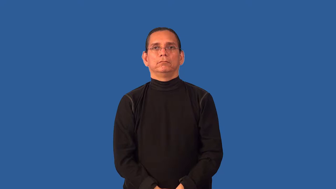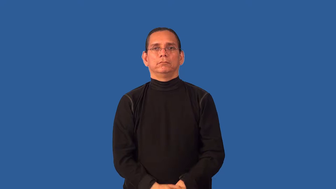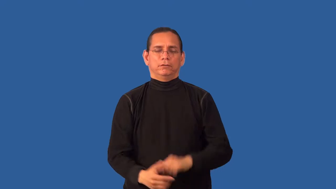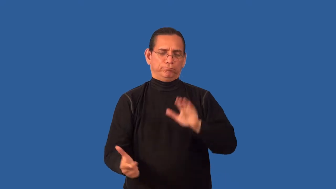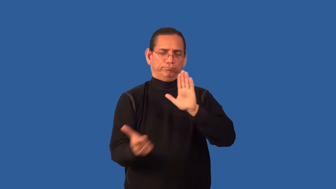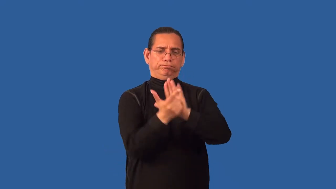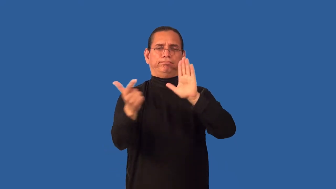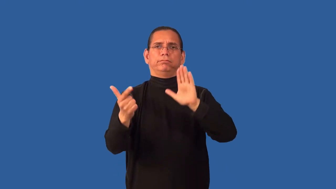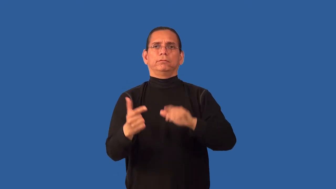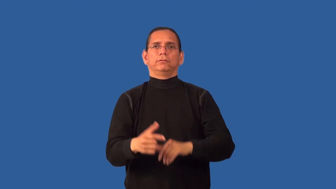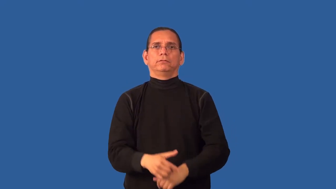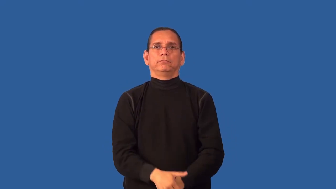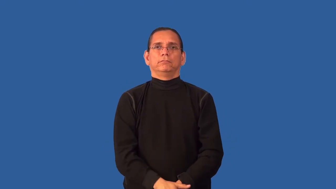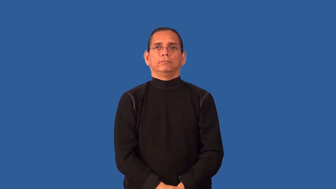taboo